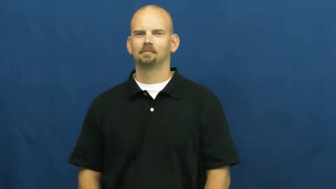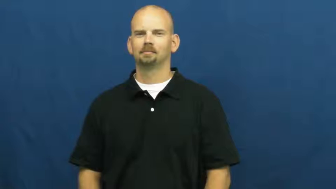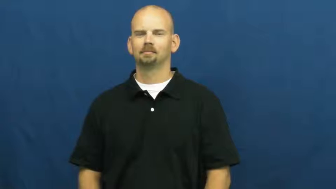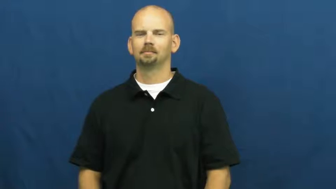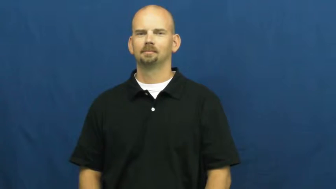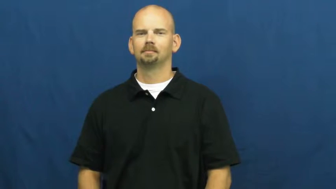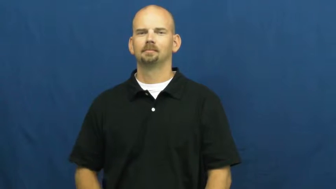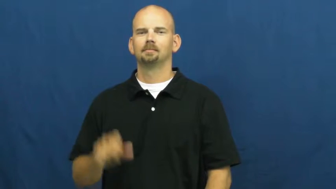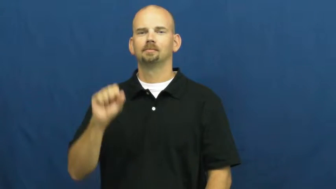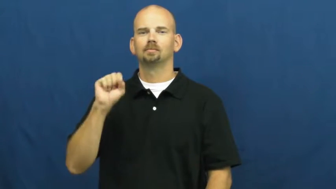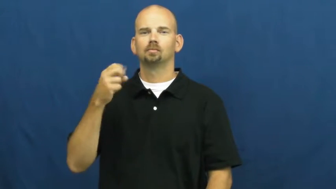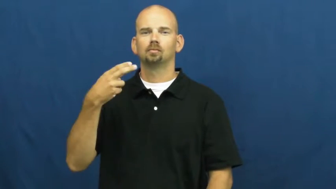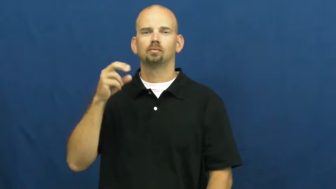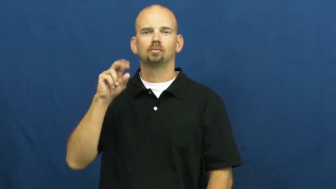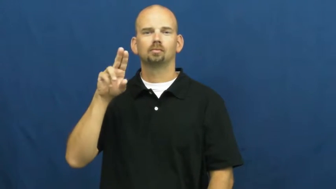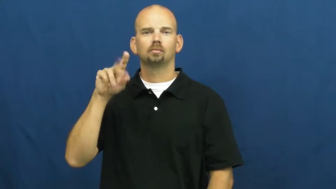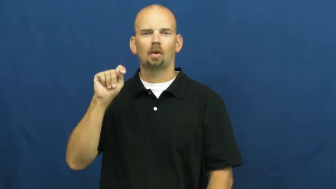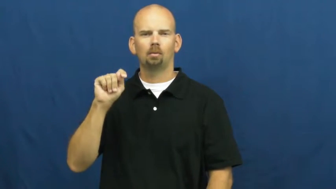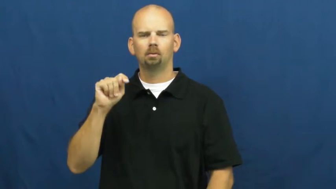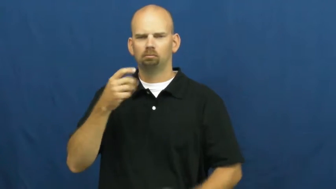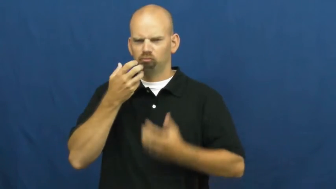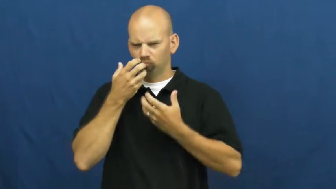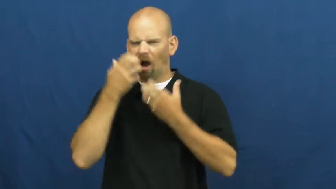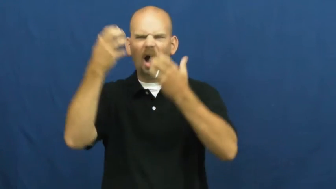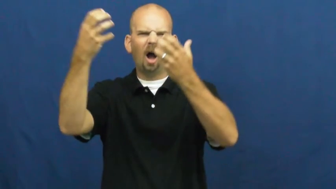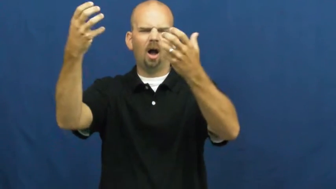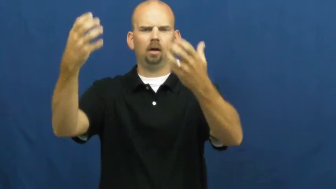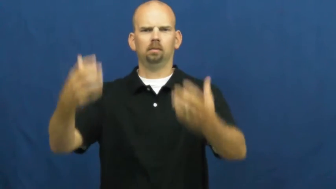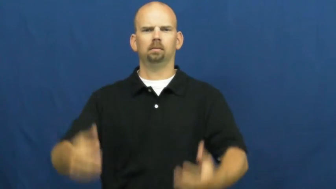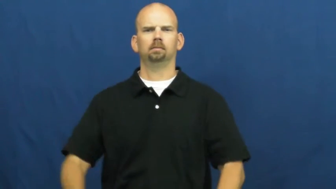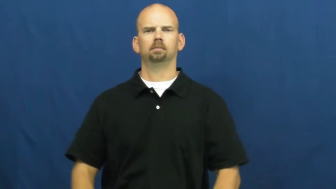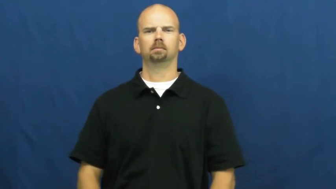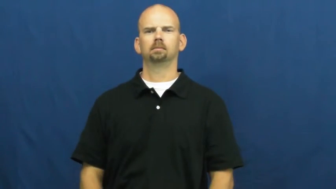shout